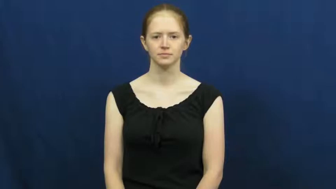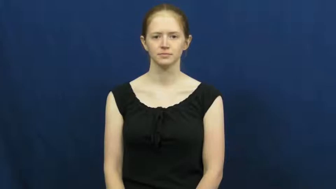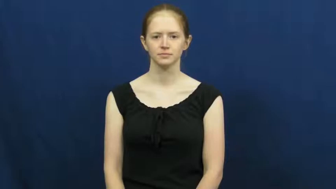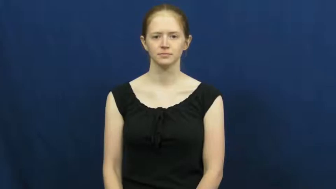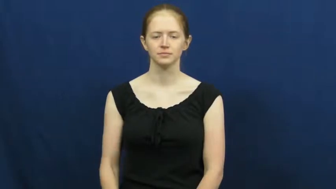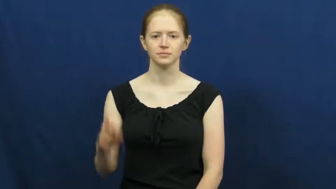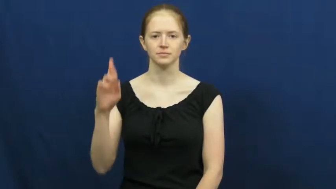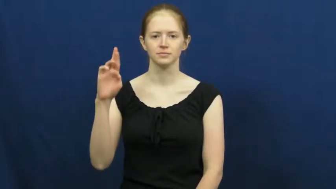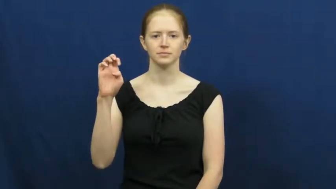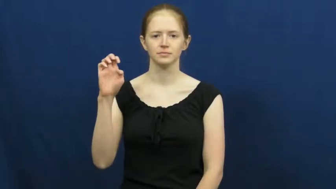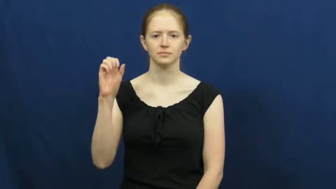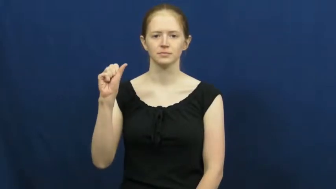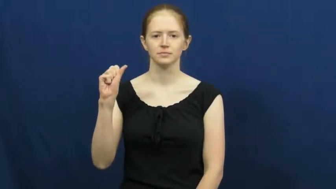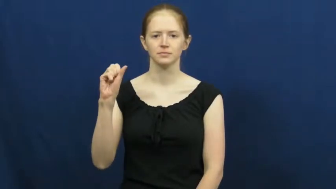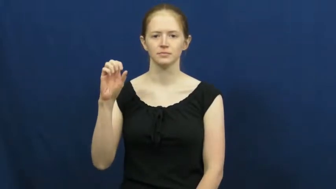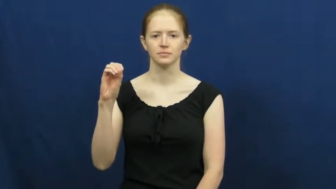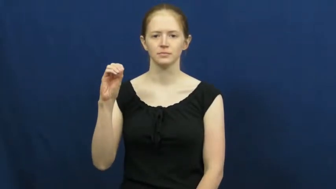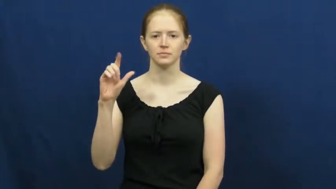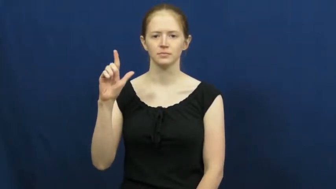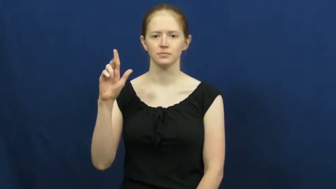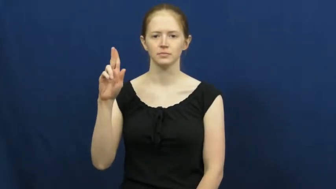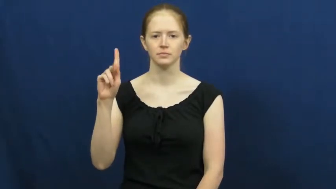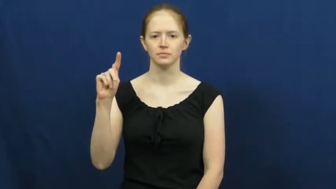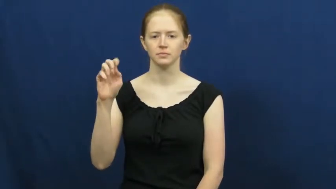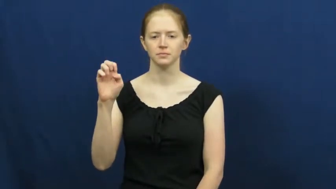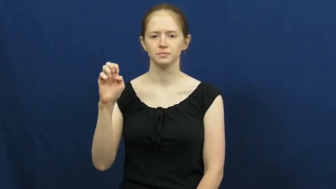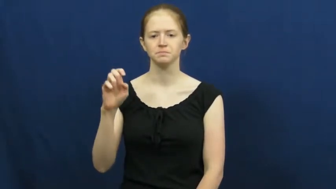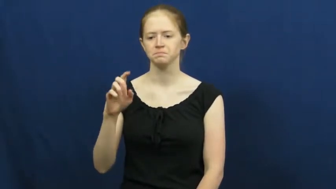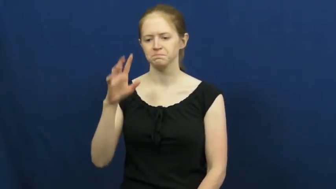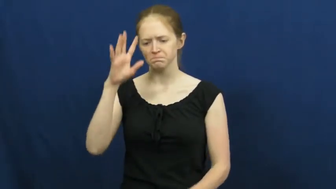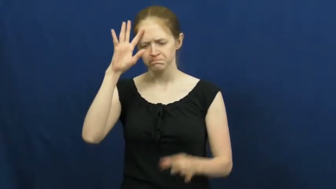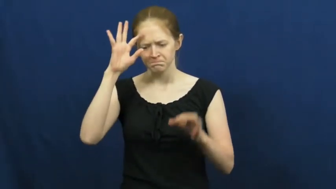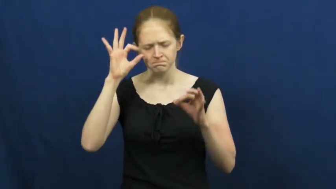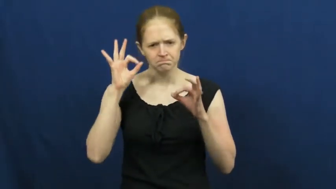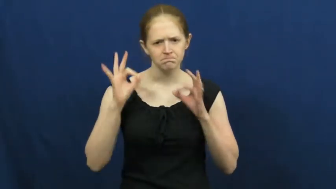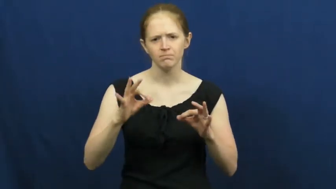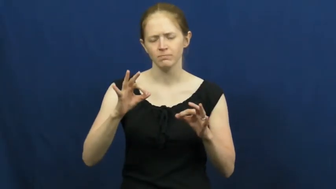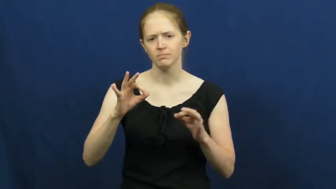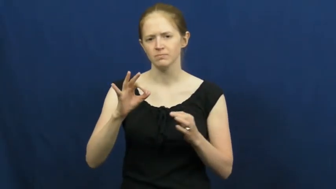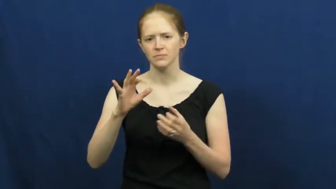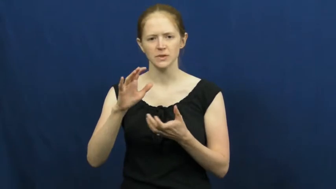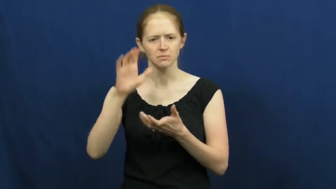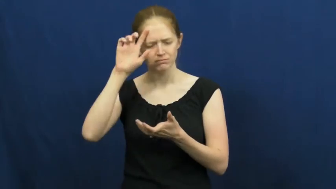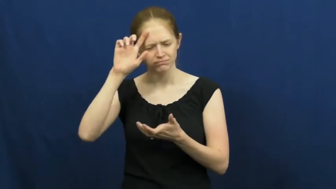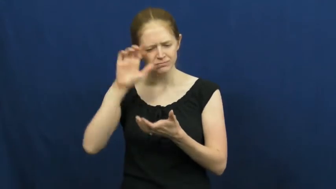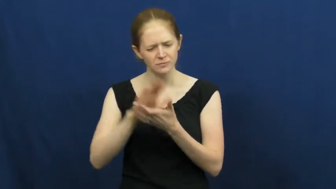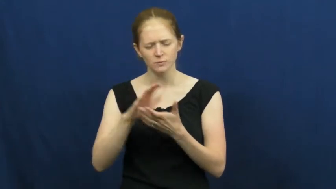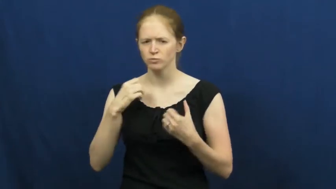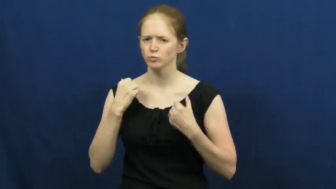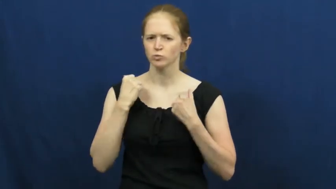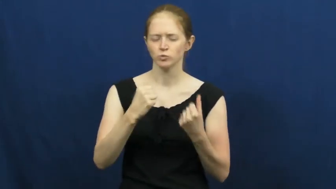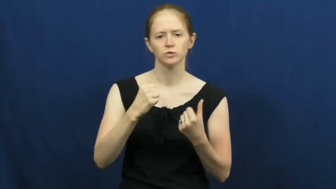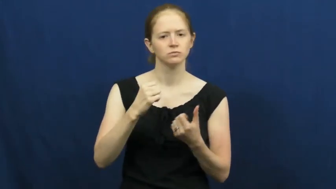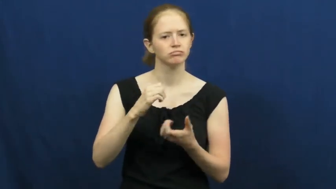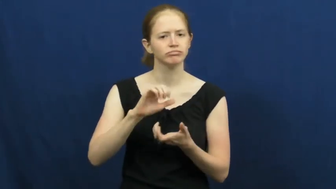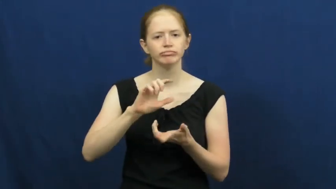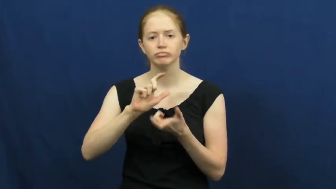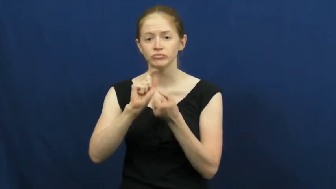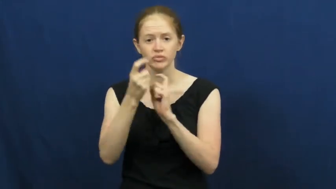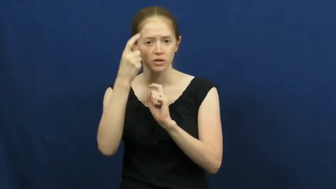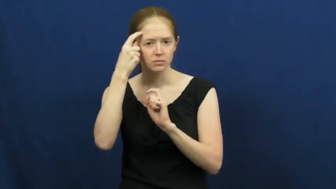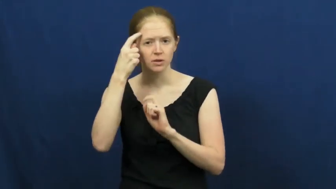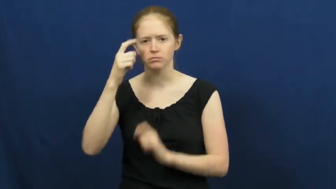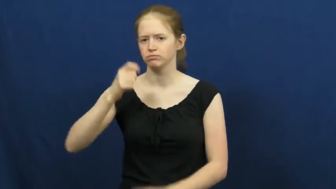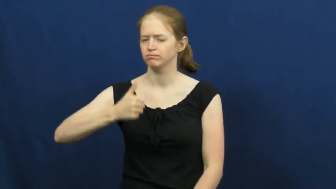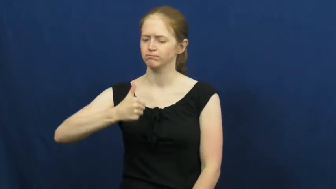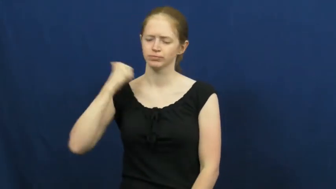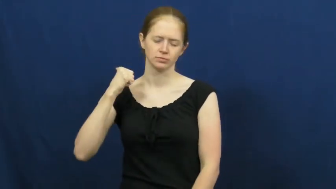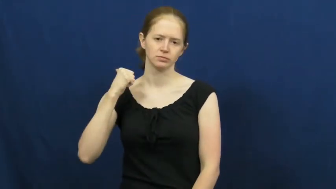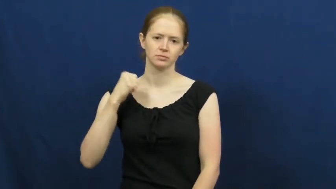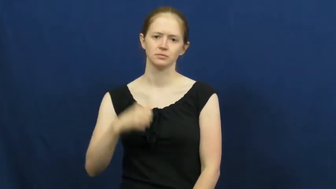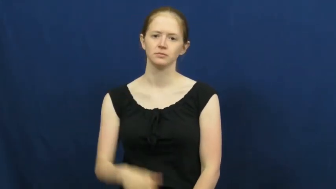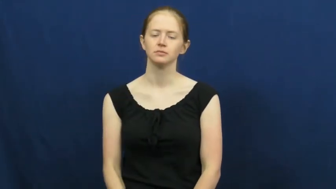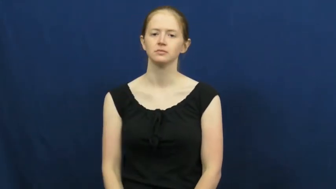resolute,resolute in